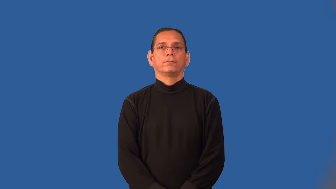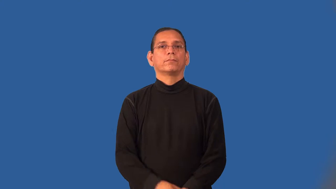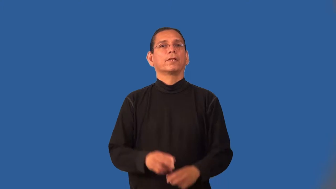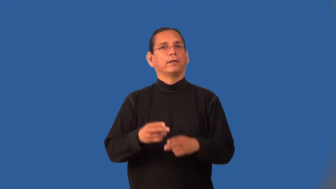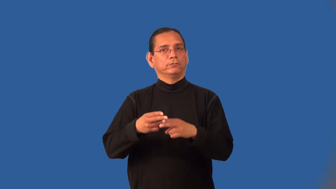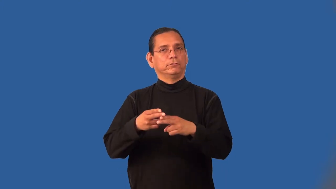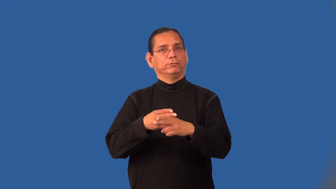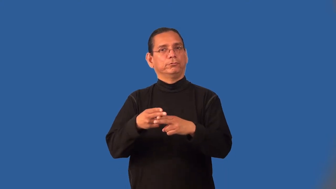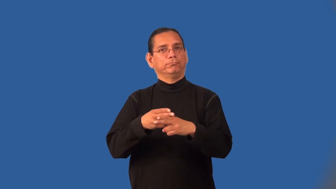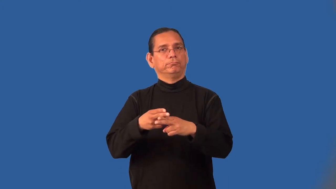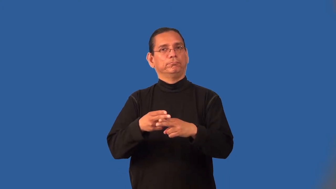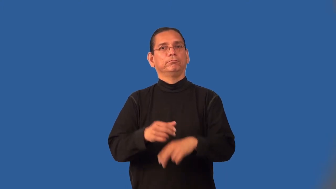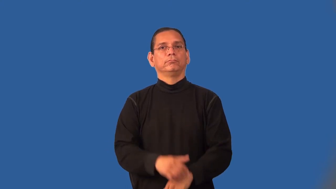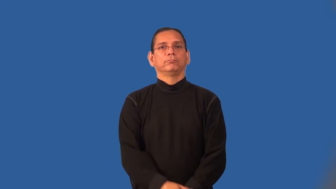temporary,adjunct,transitory,transient,brevity,casual,fugacity